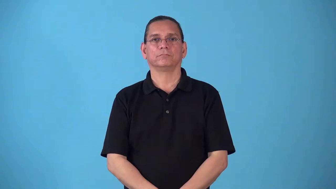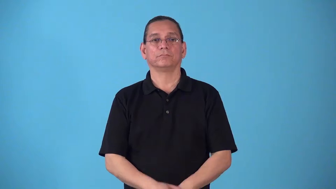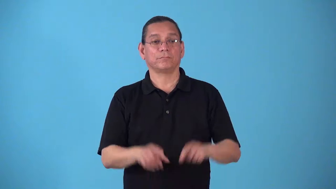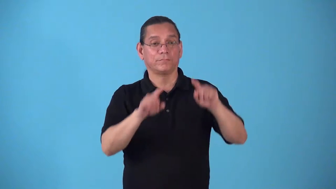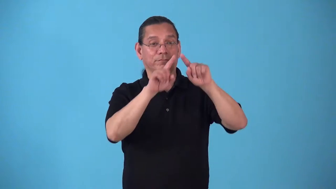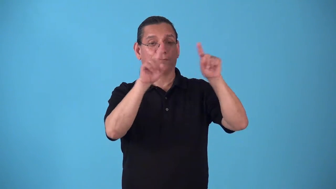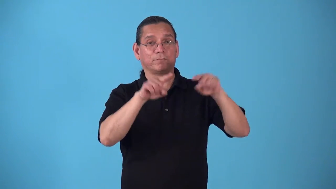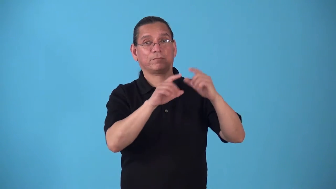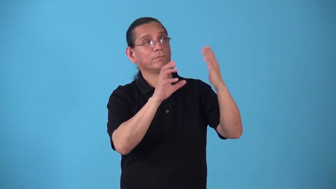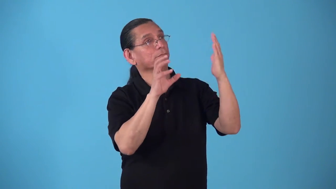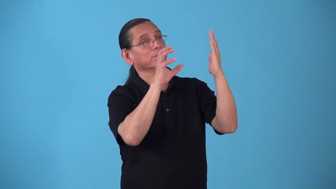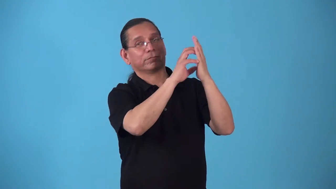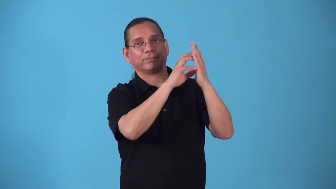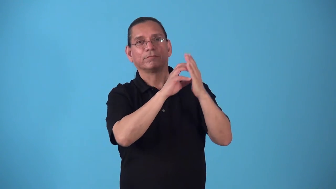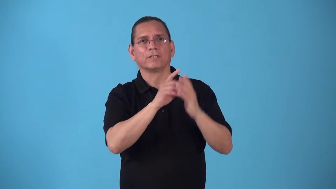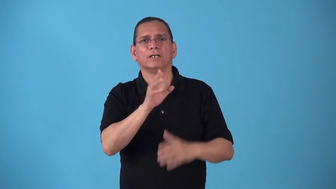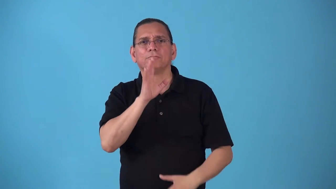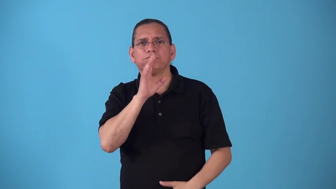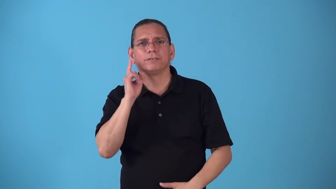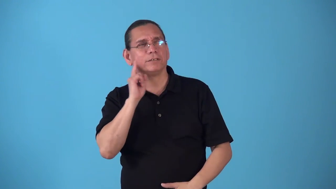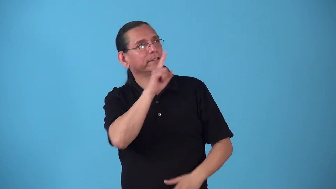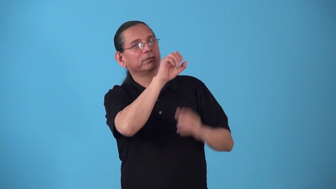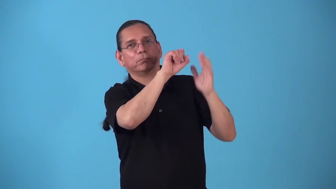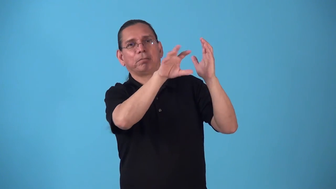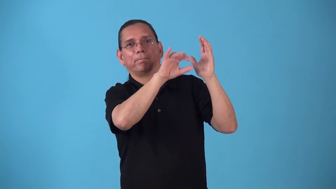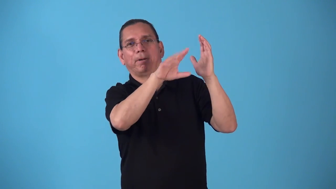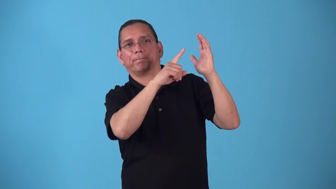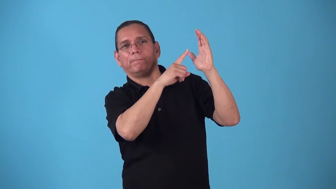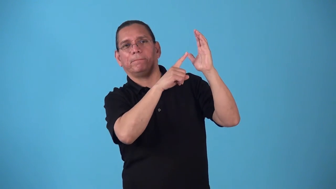squawker,speaker